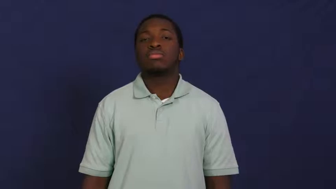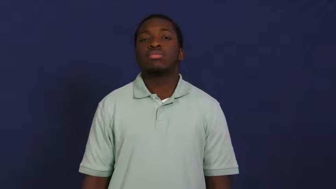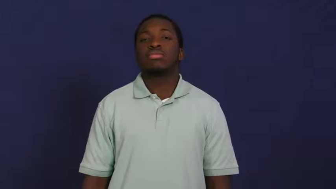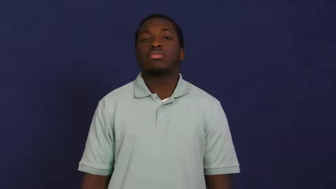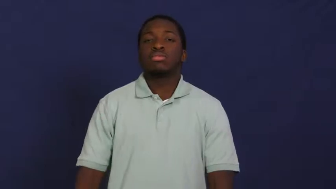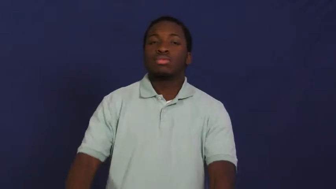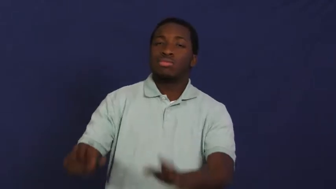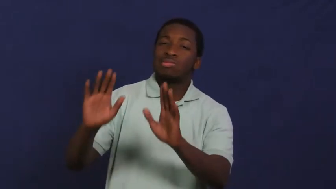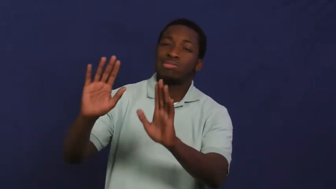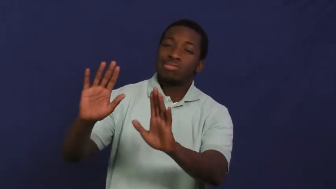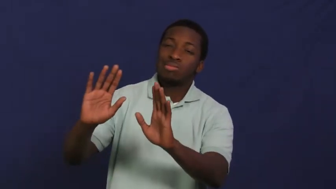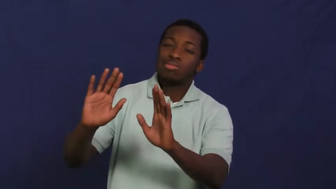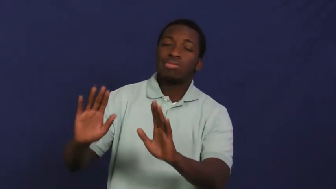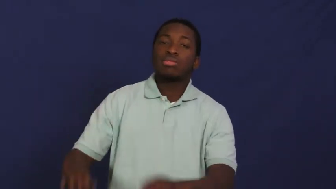pacify